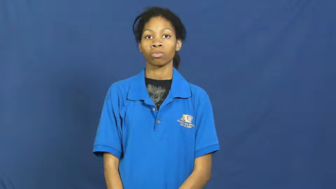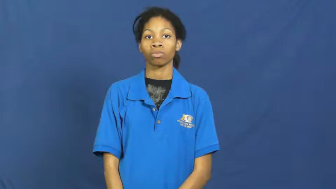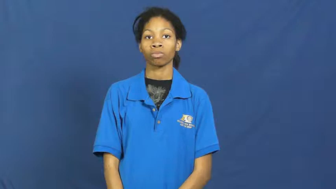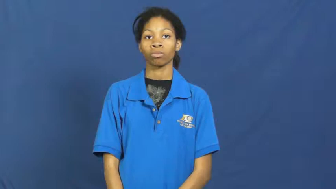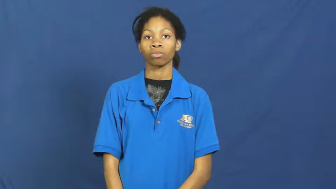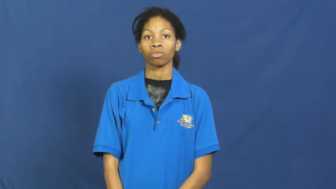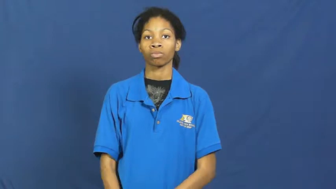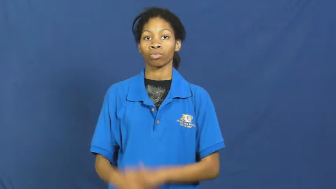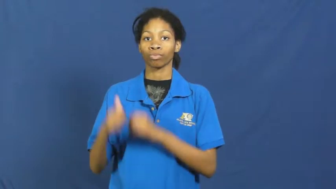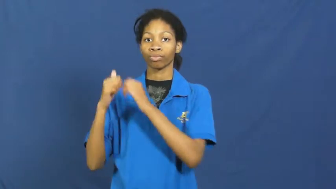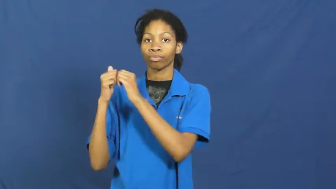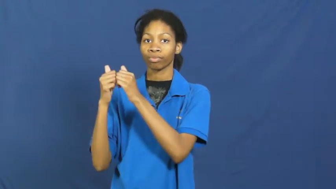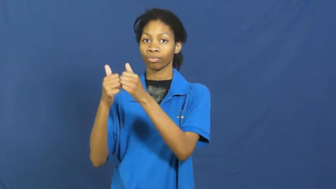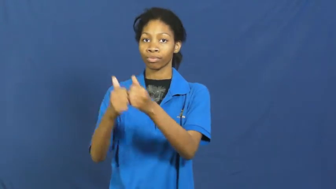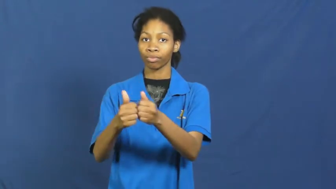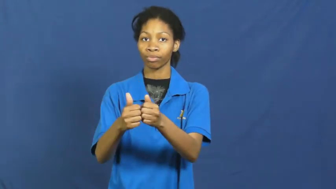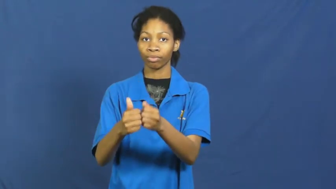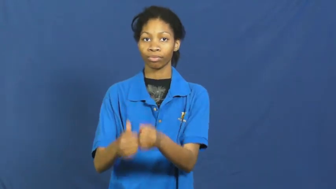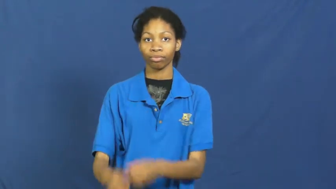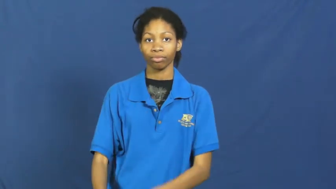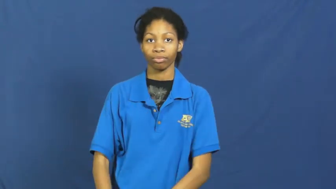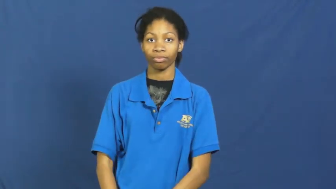string along,tag along-accompany